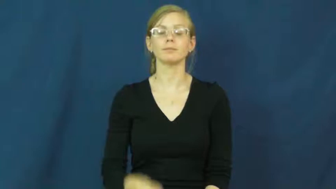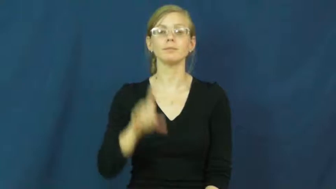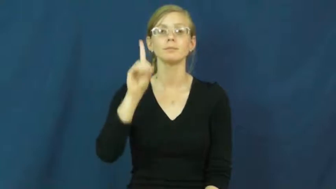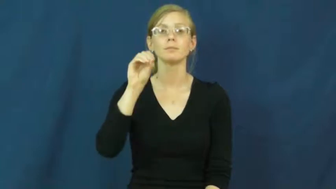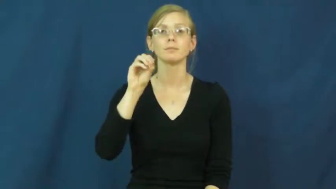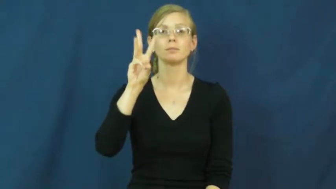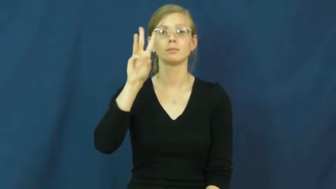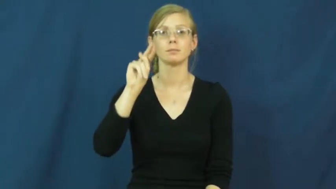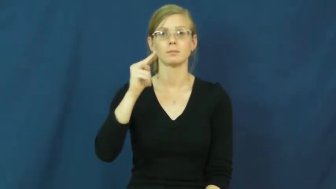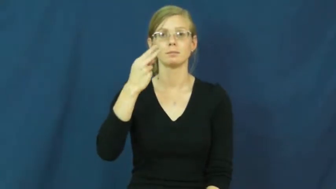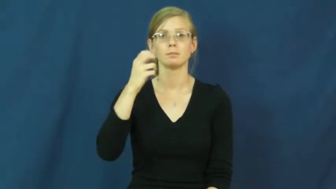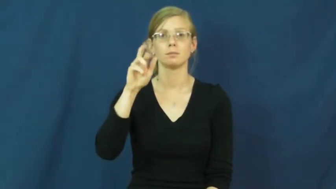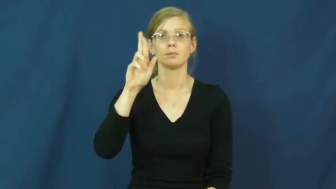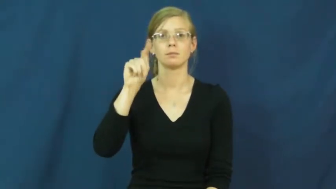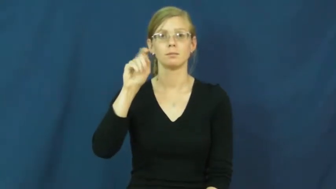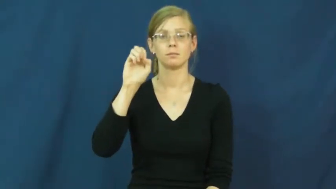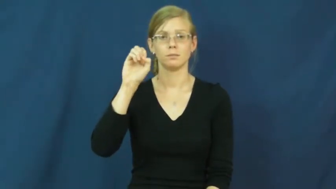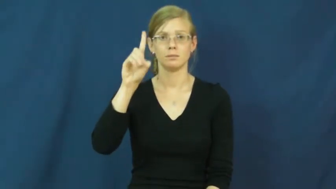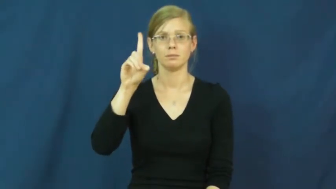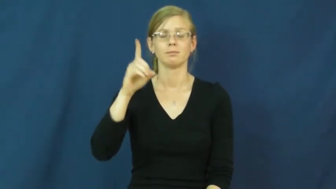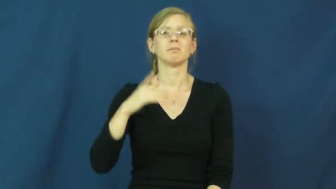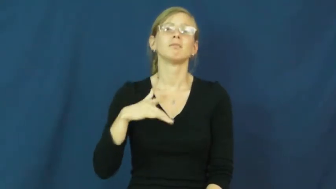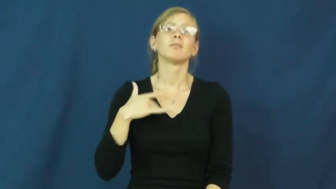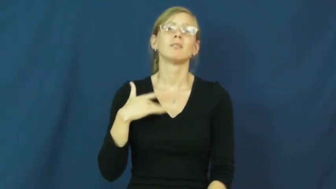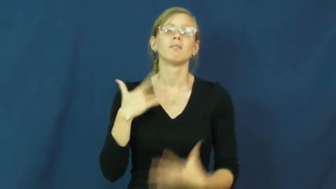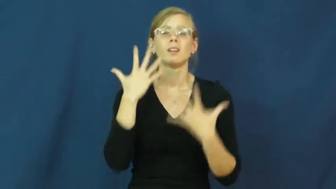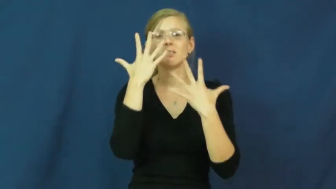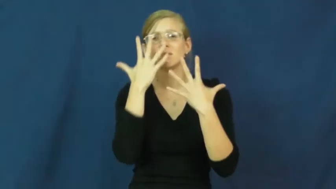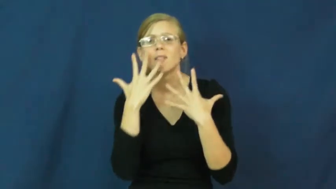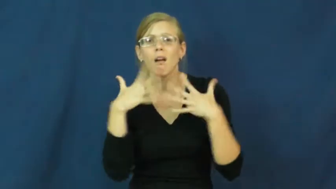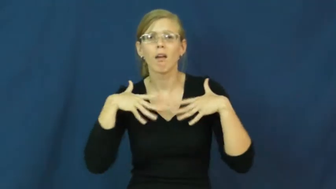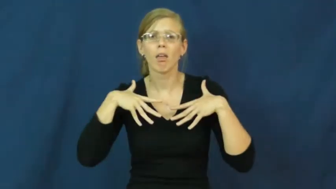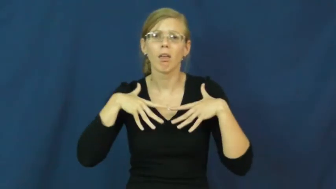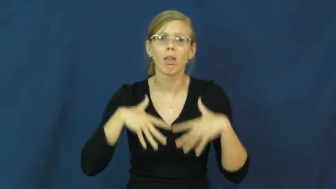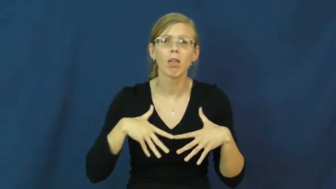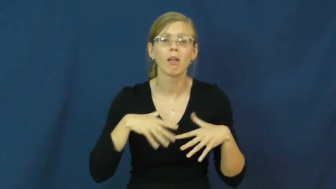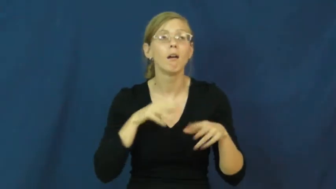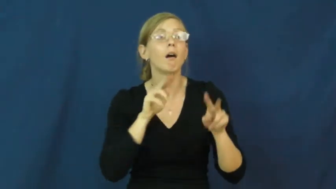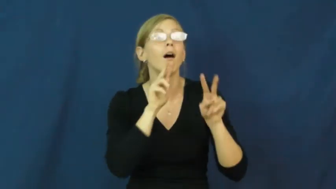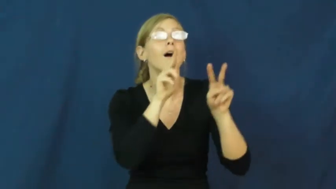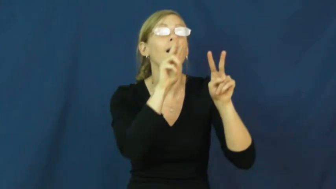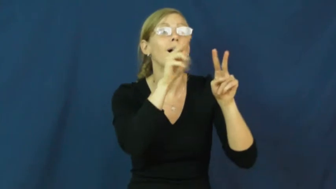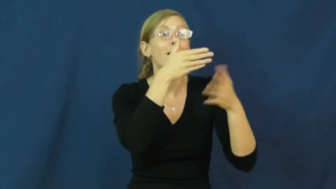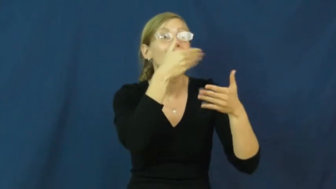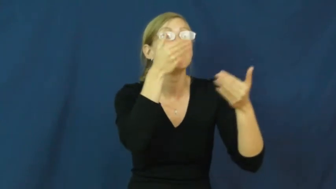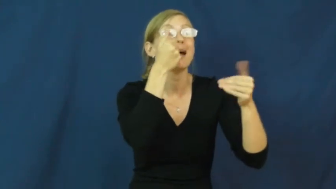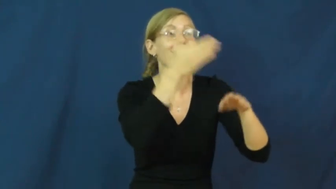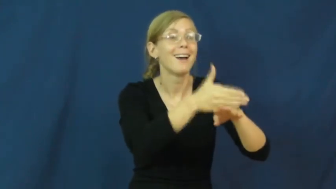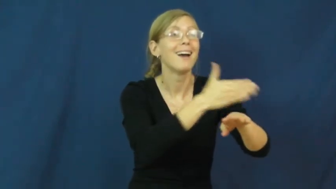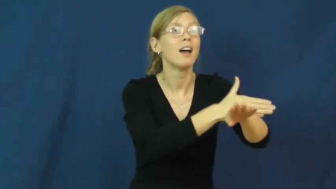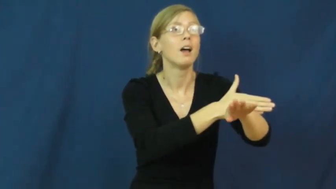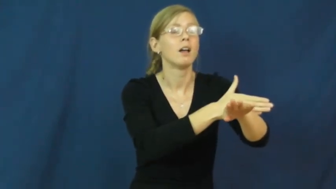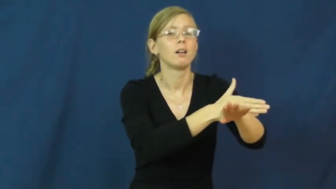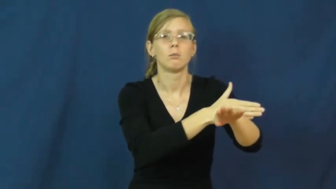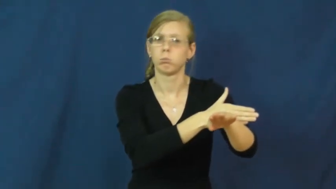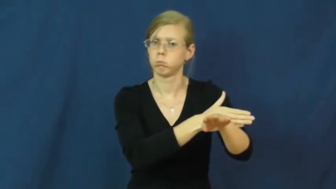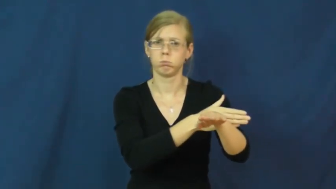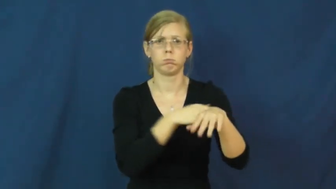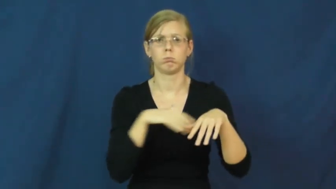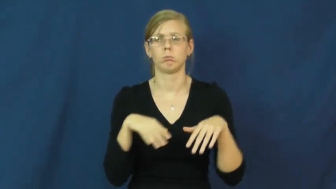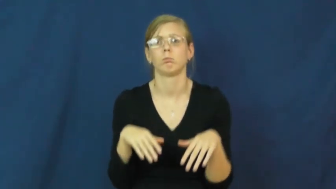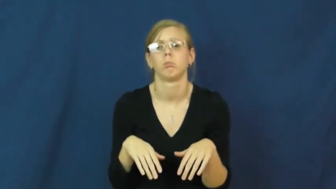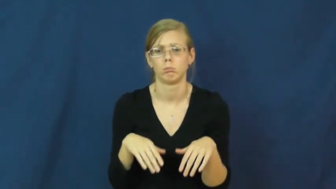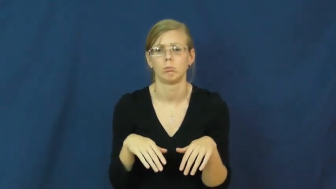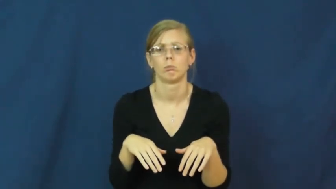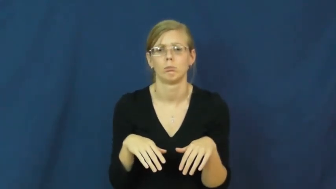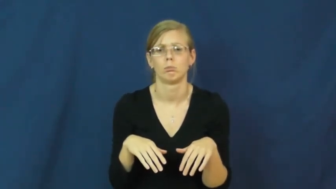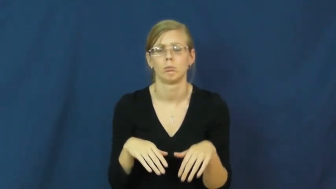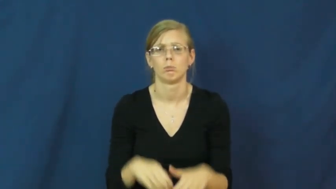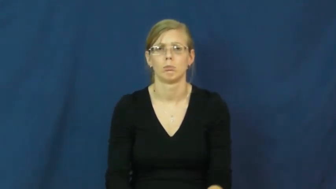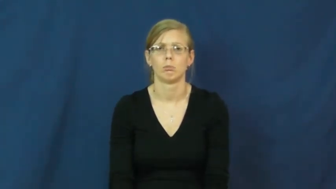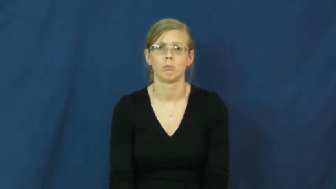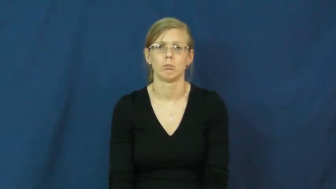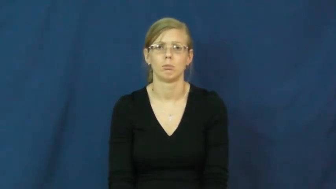downhearted